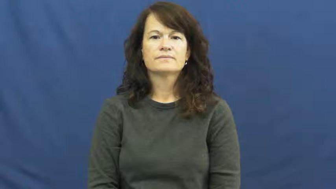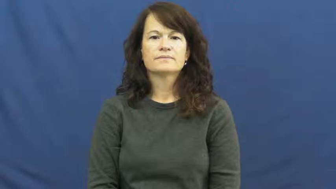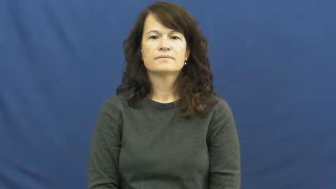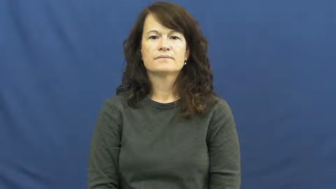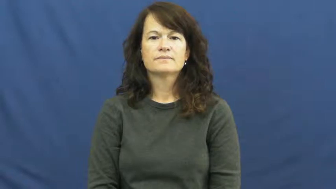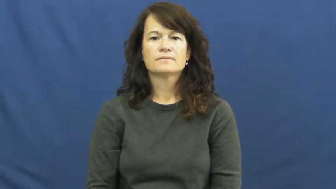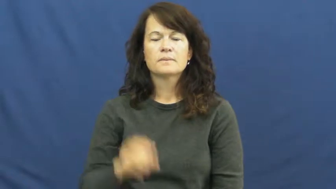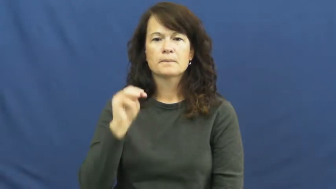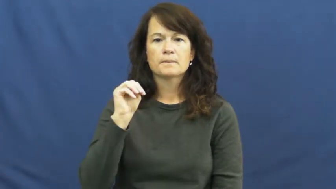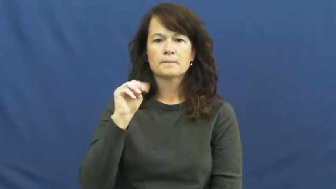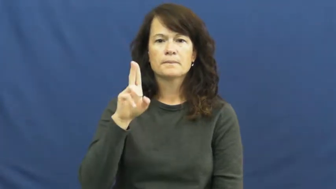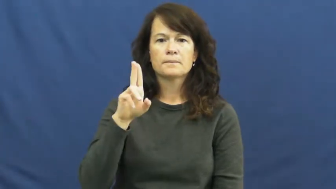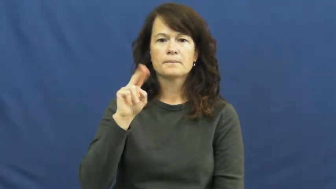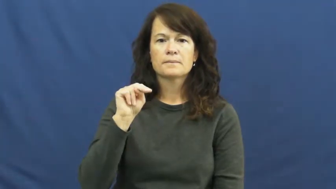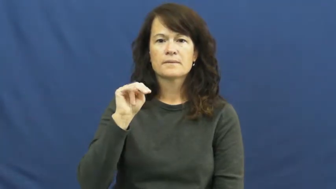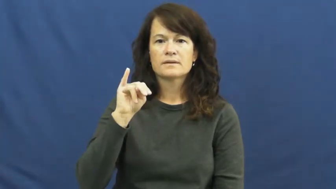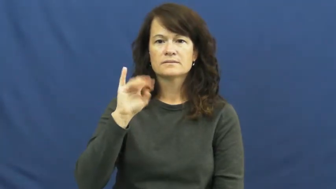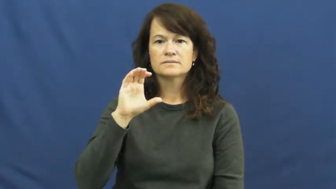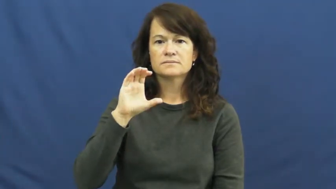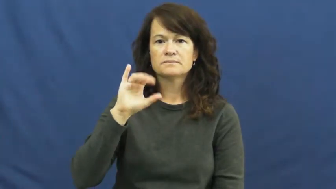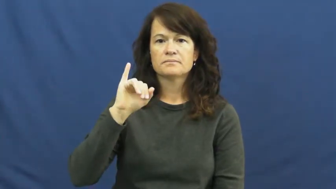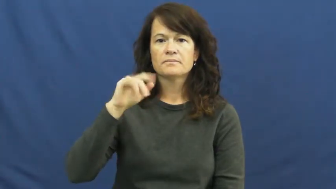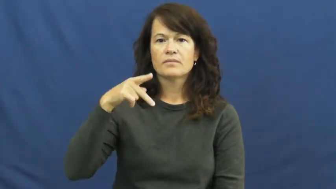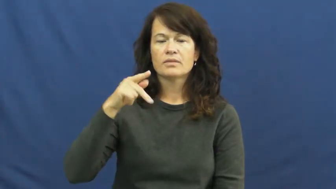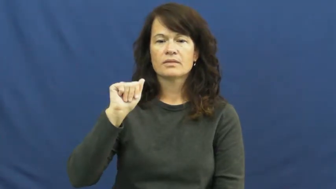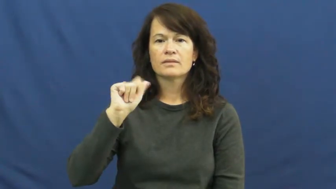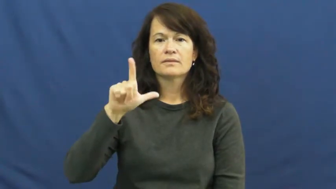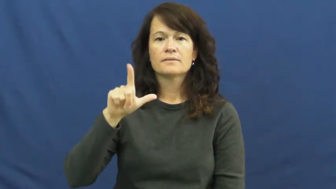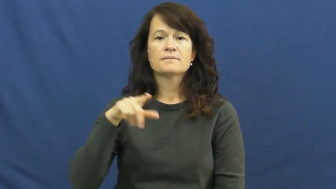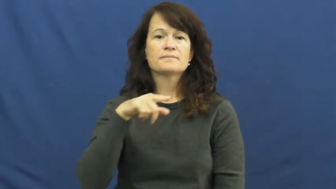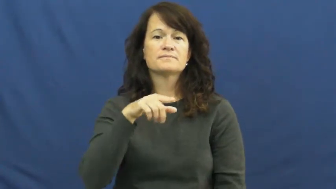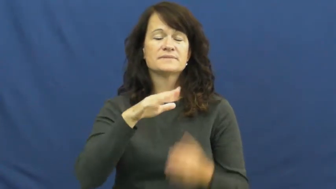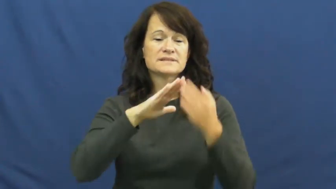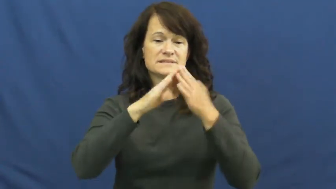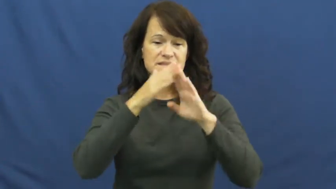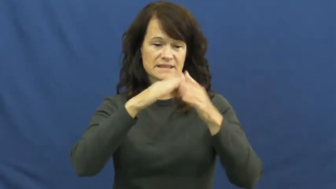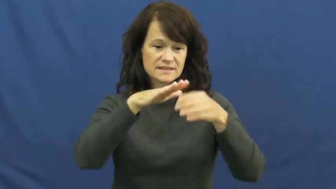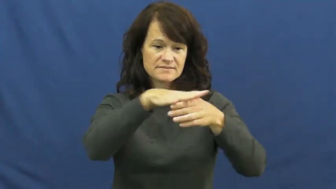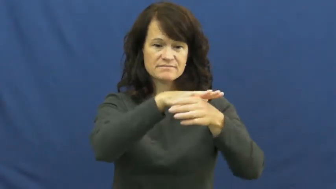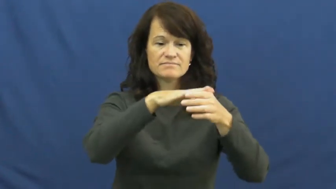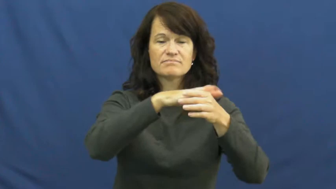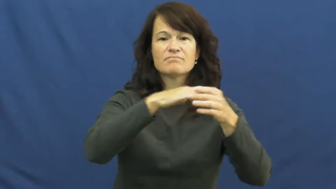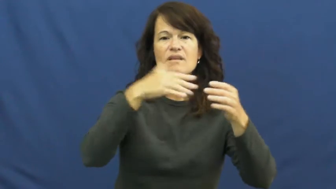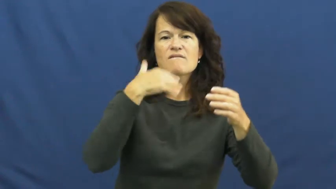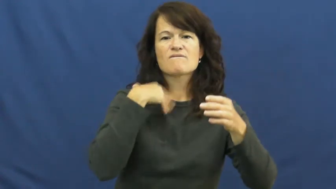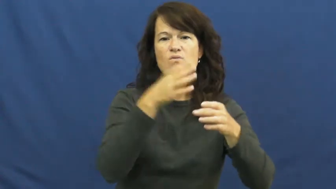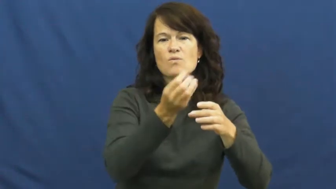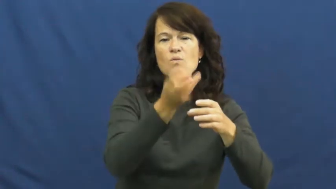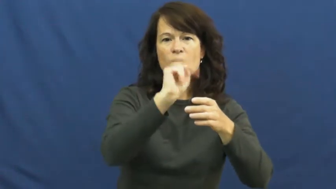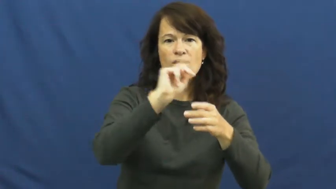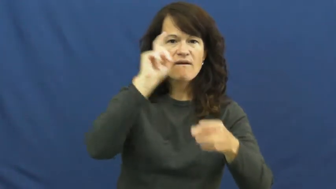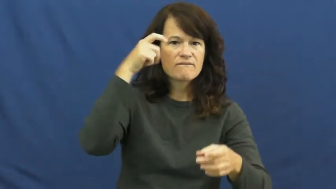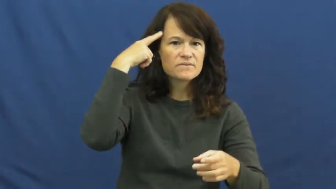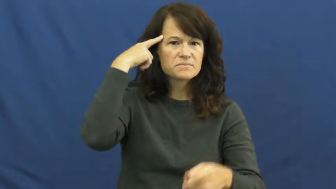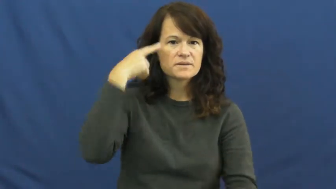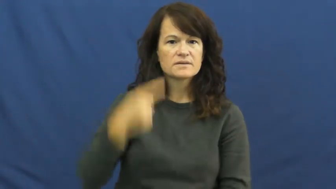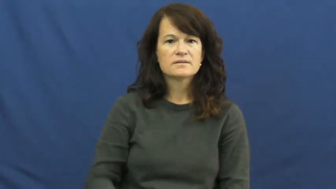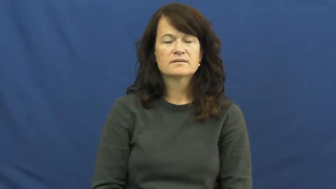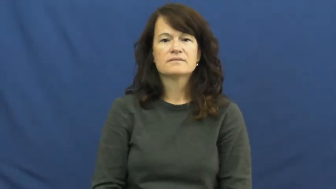municipal